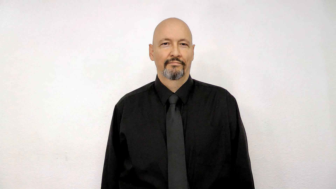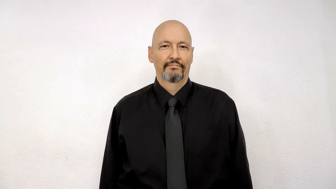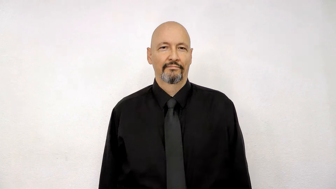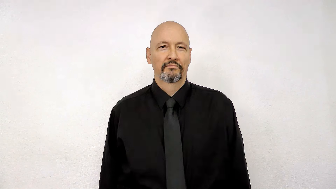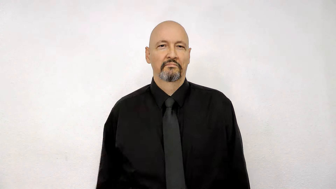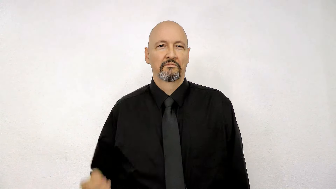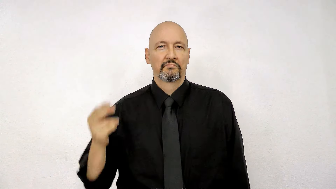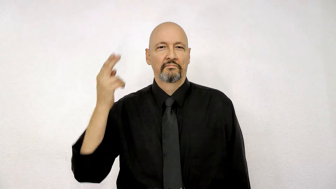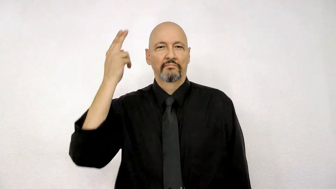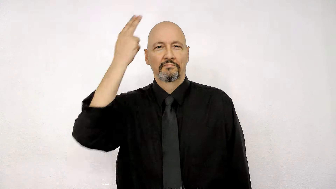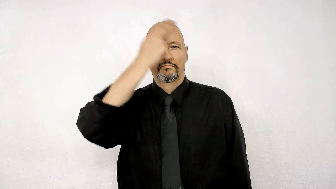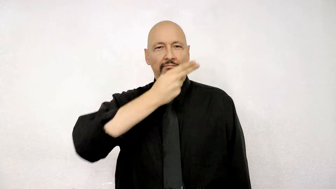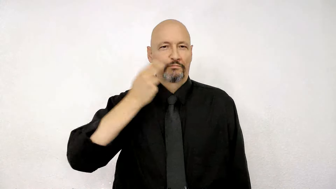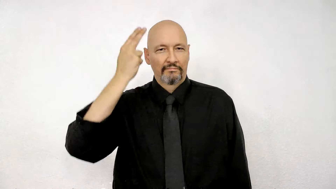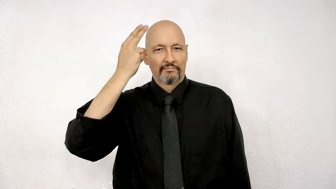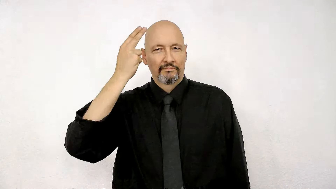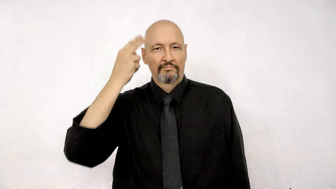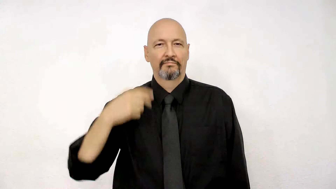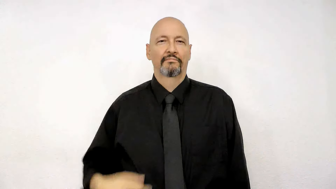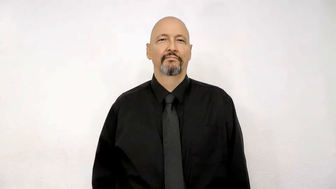handsome